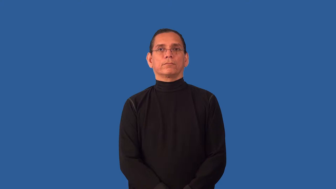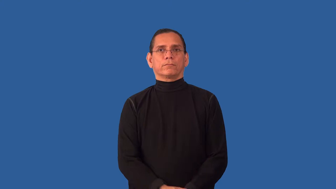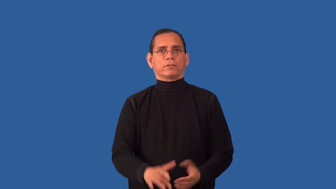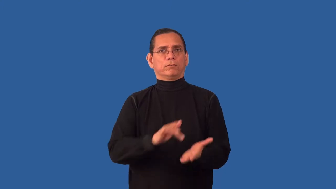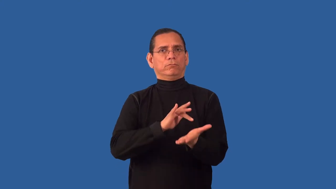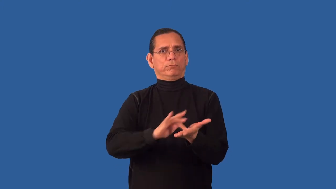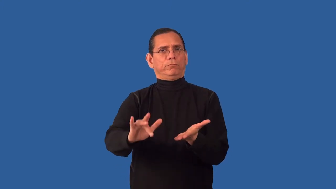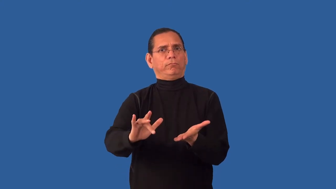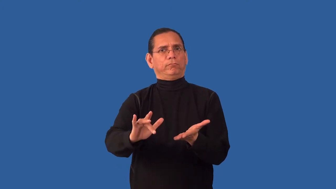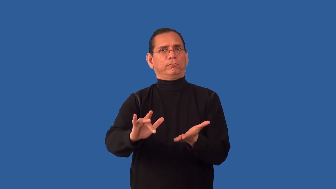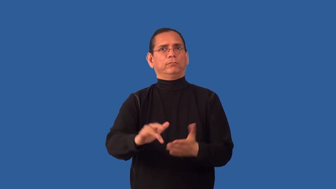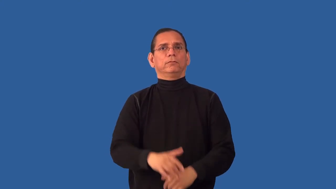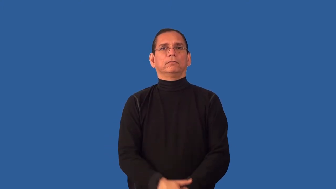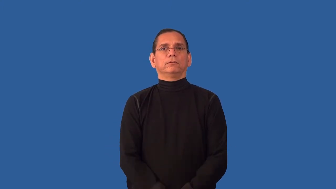impudent,faceless